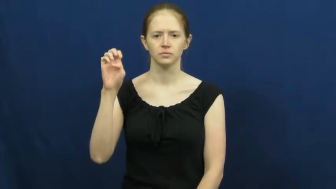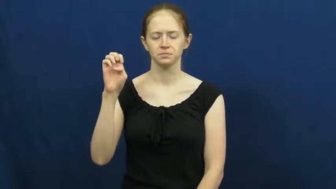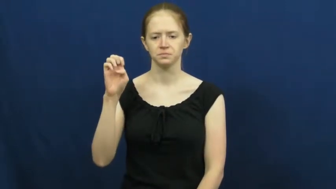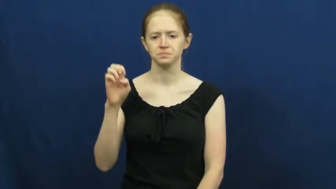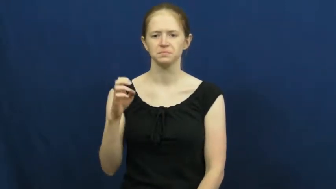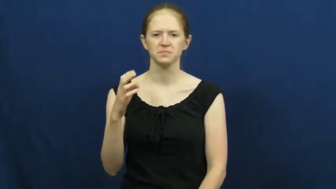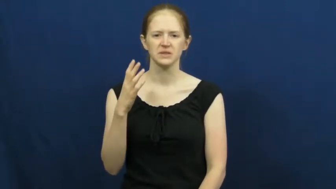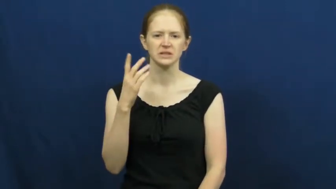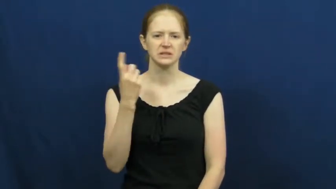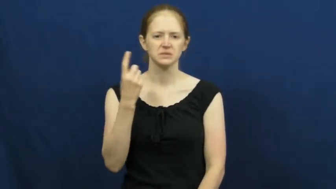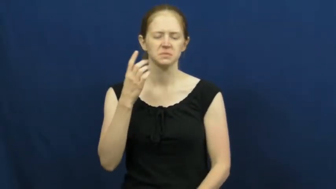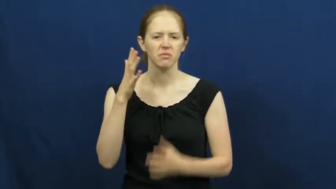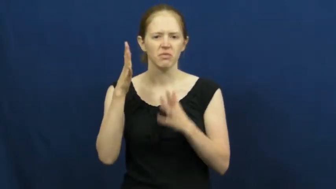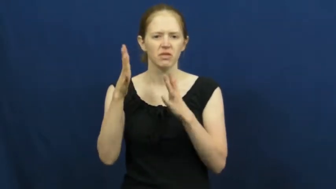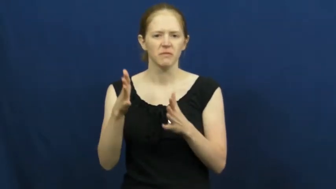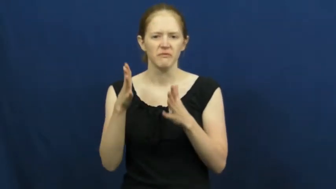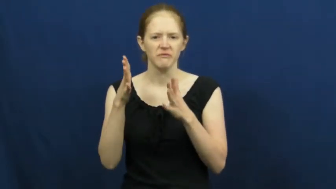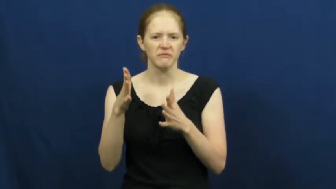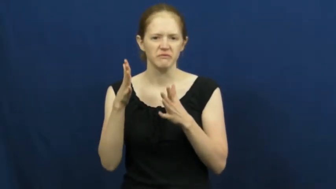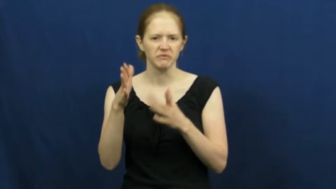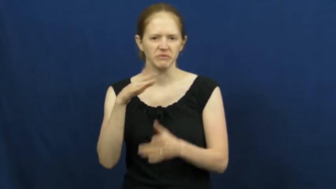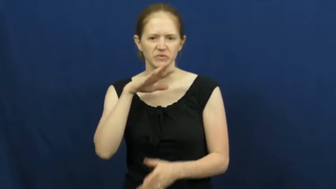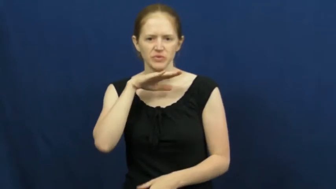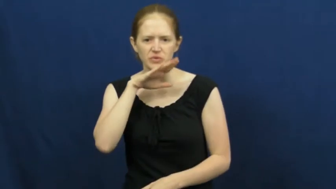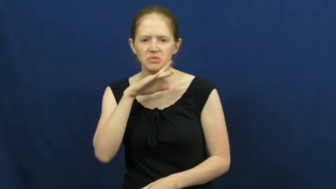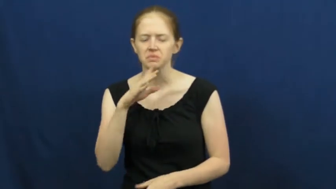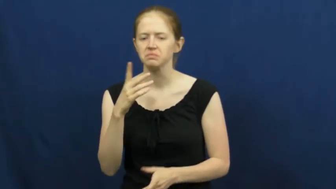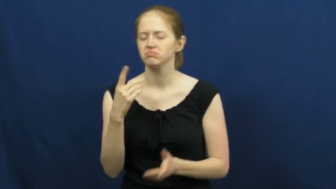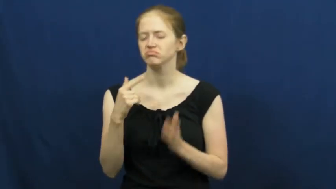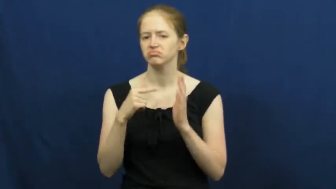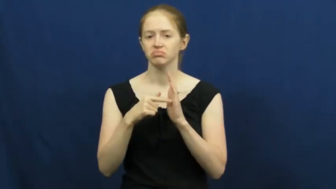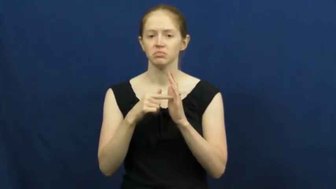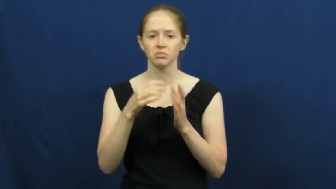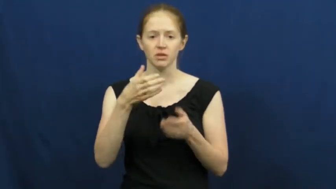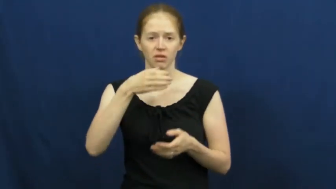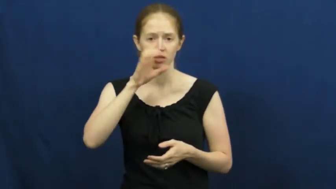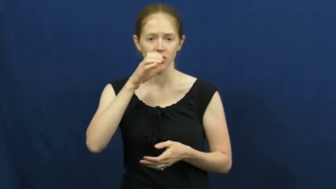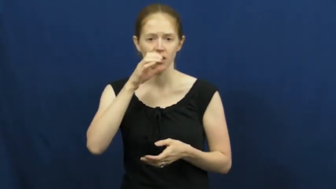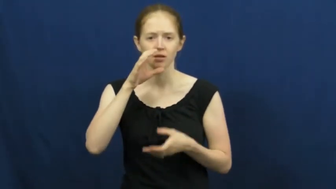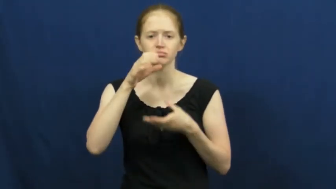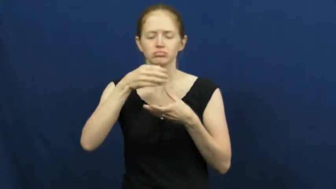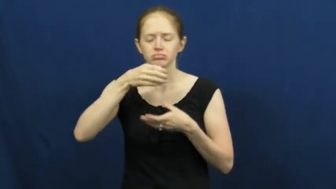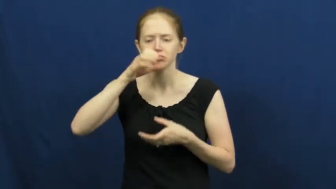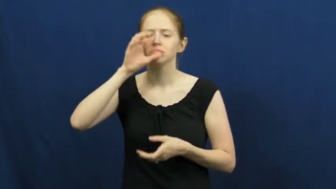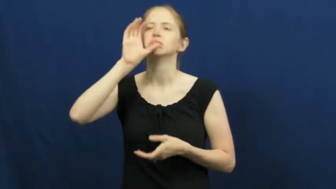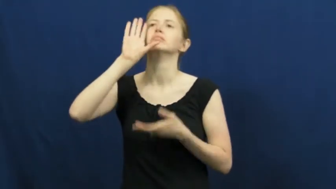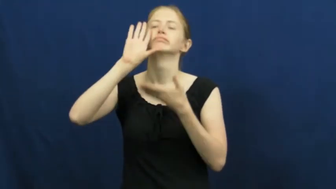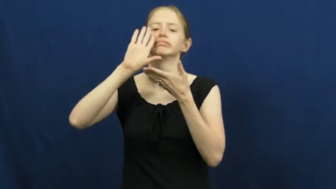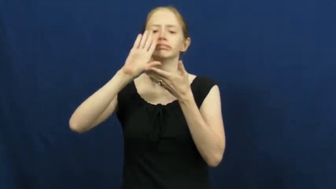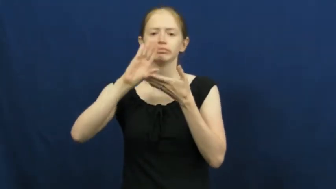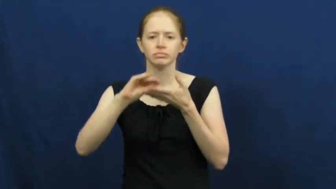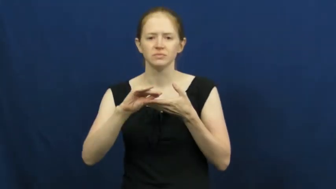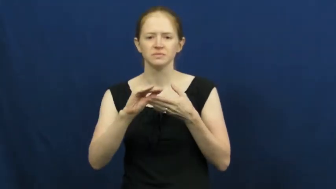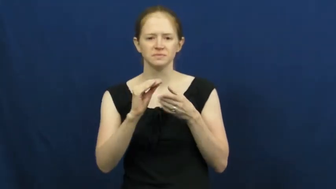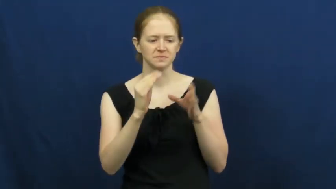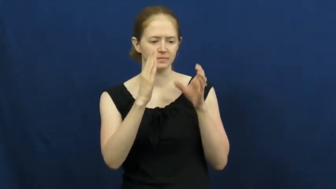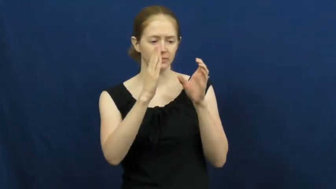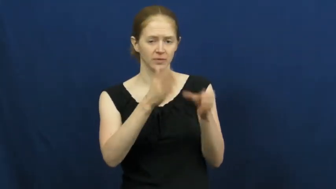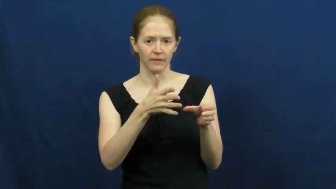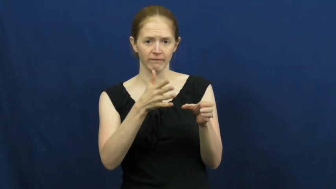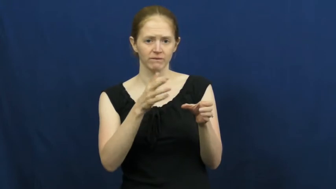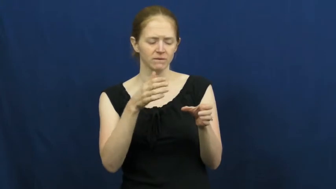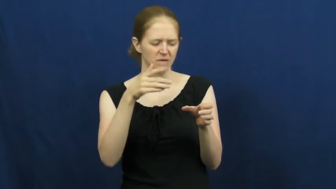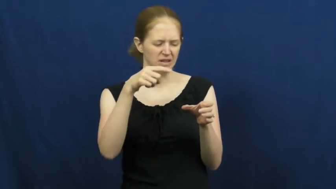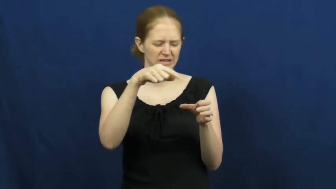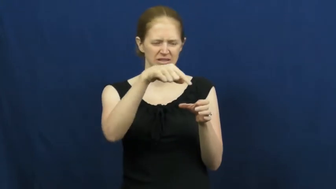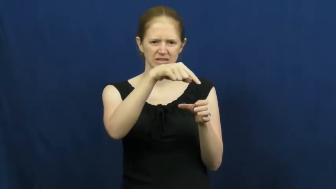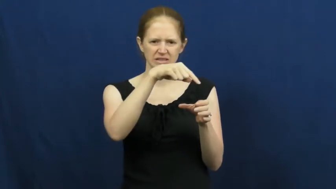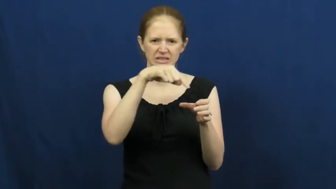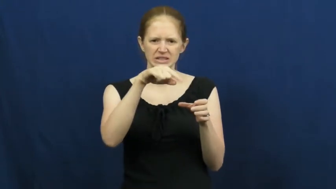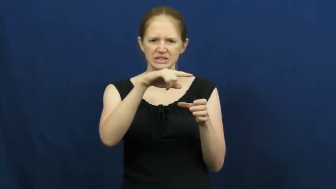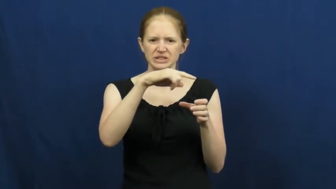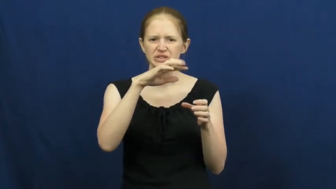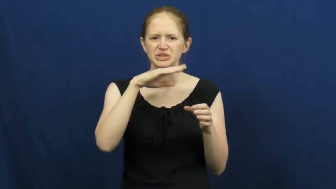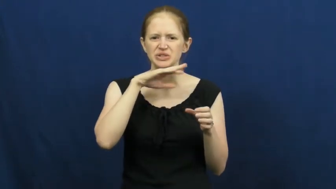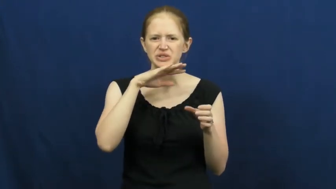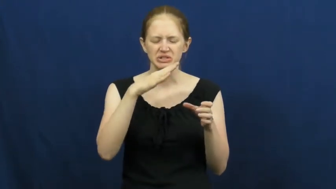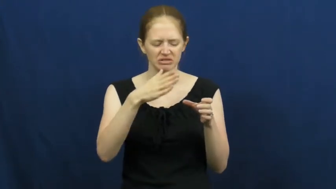residue